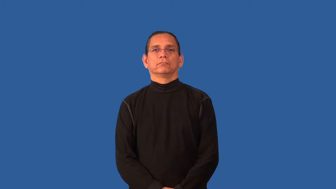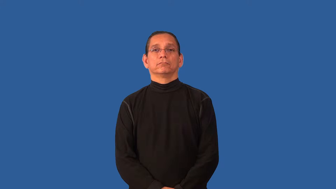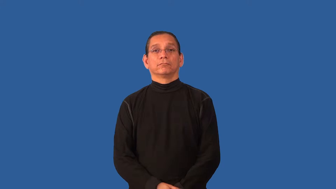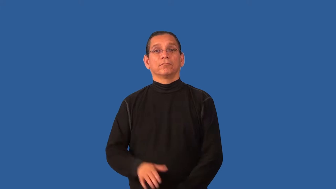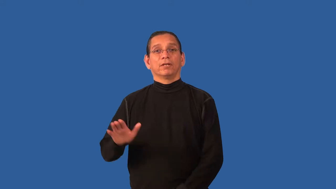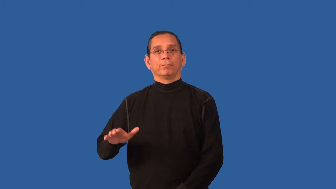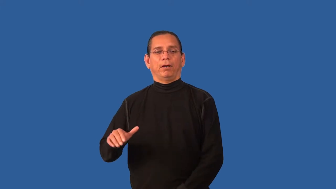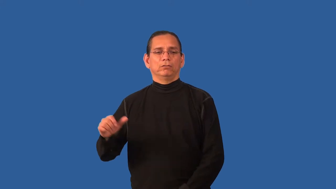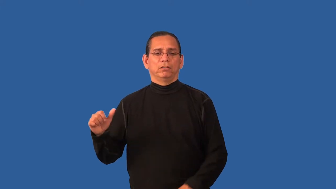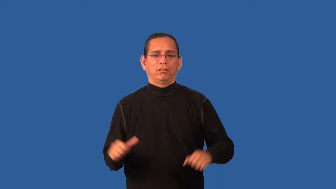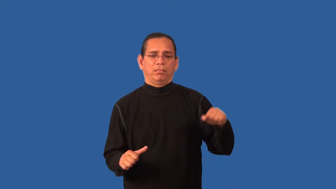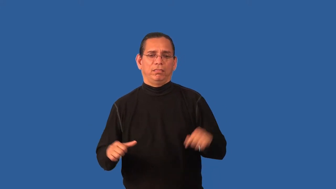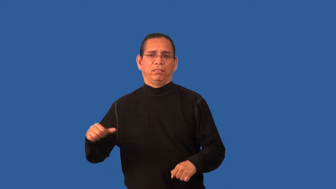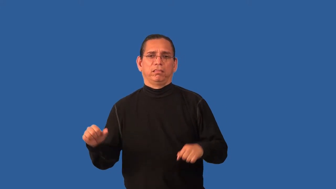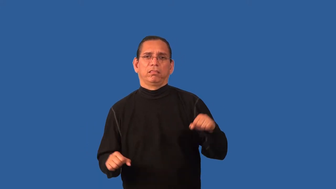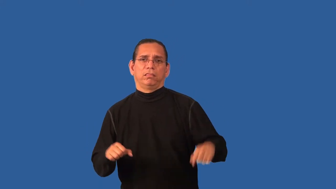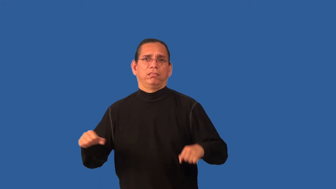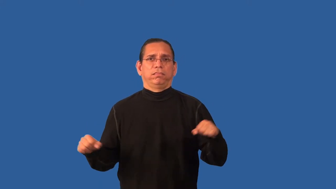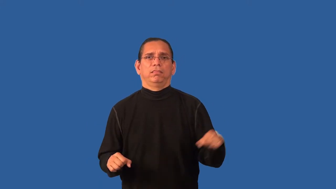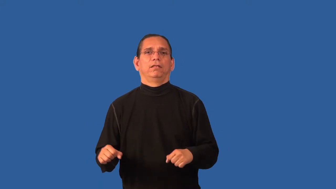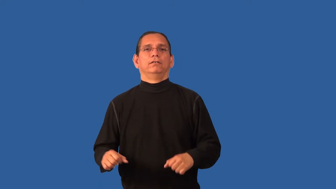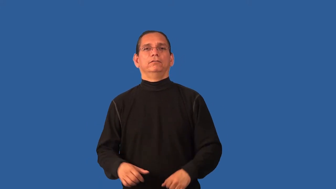dribble-like ball bouncing